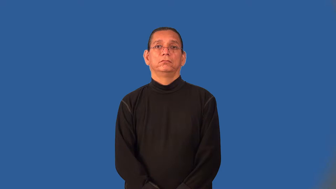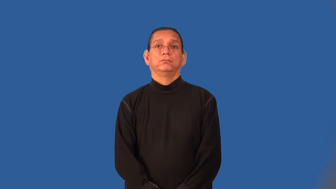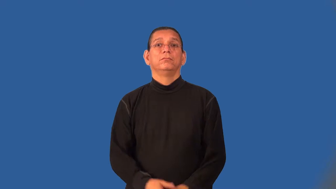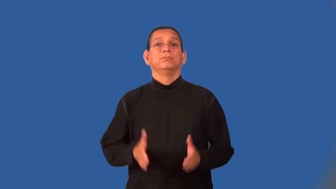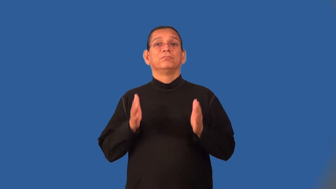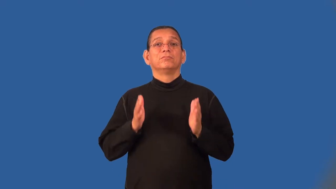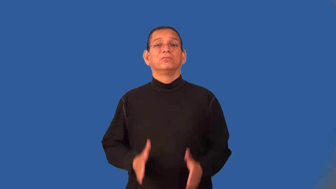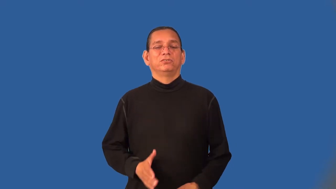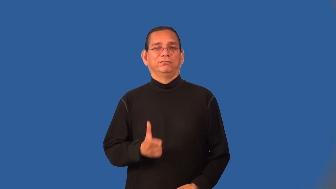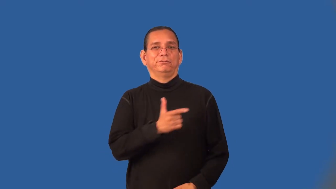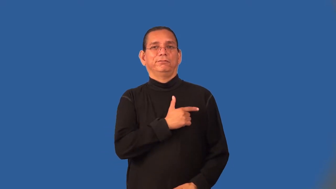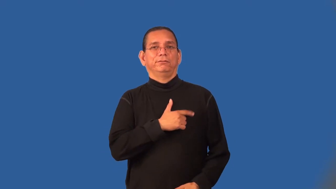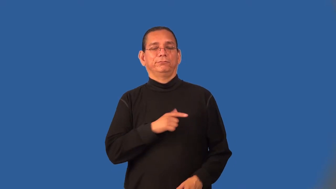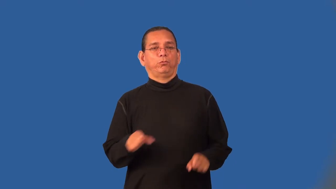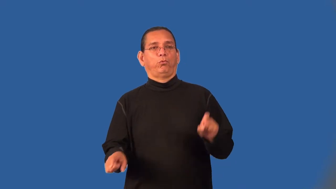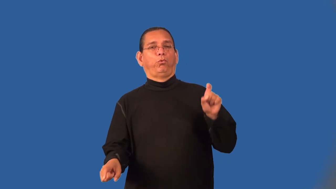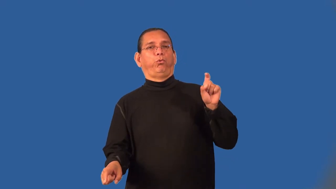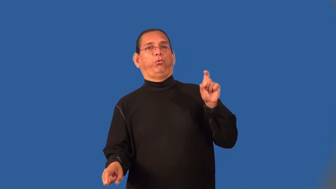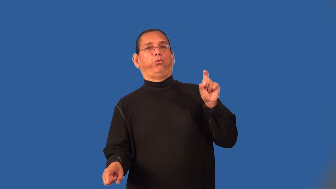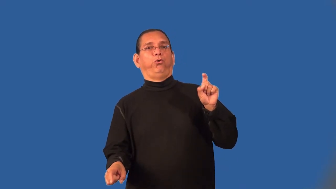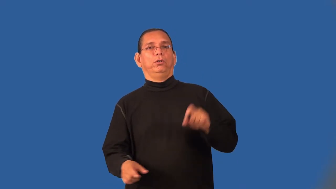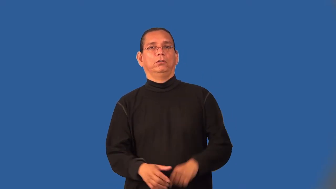loafer